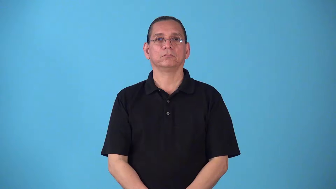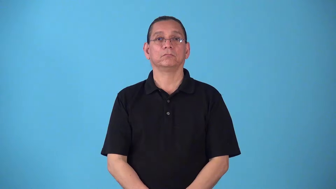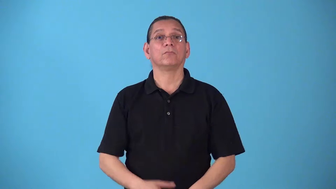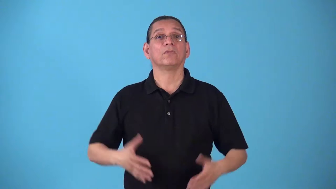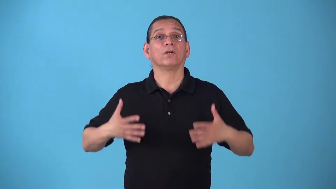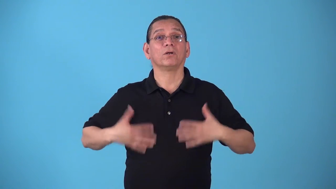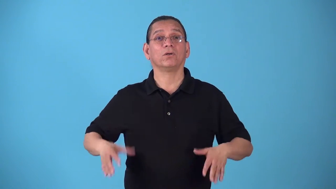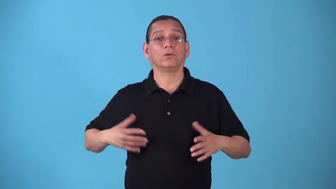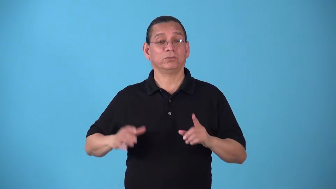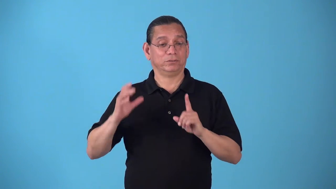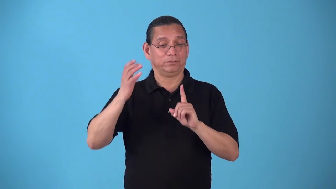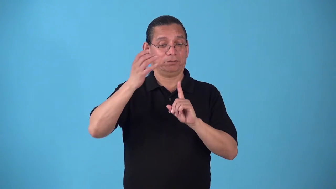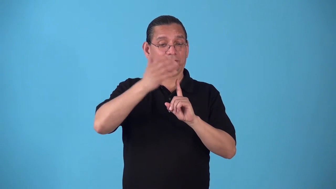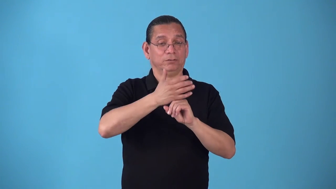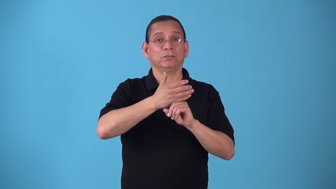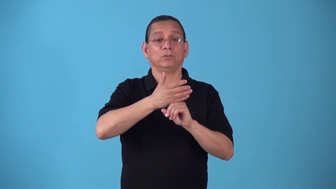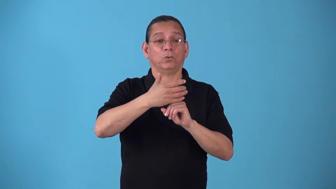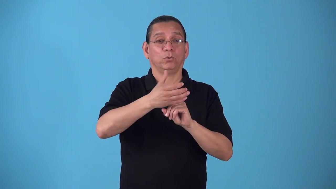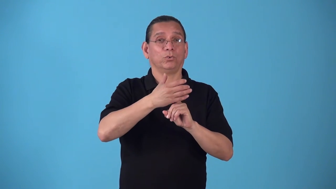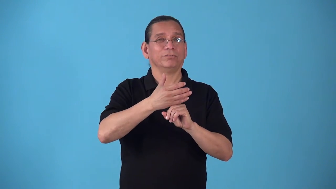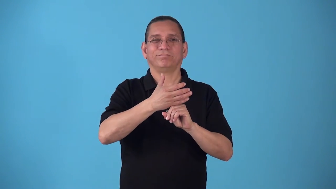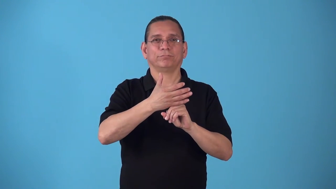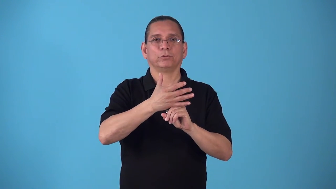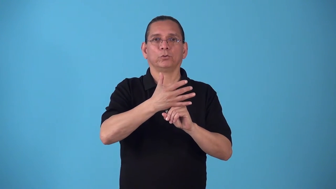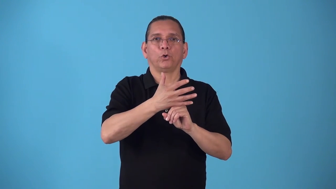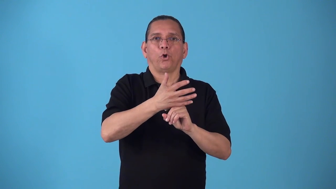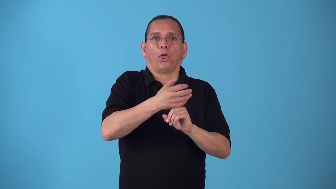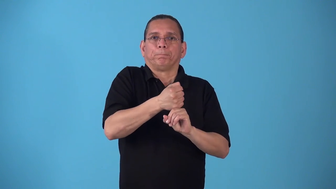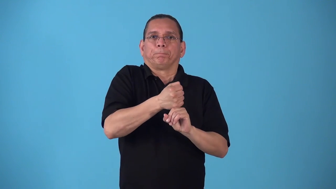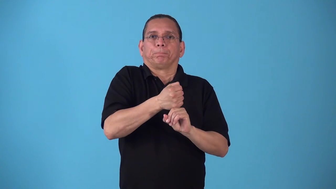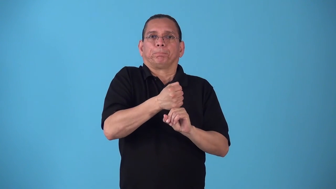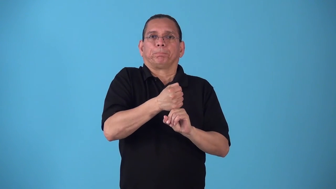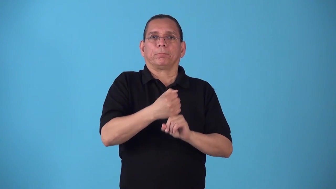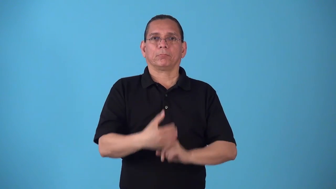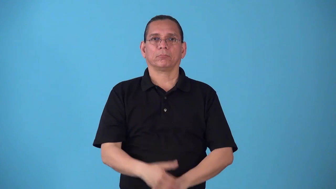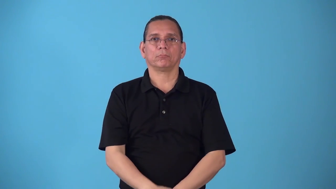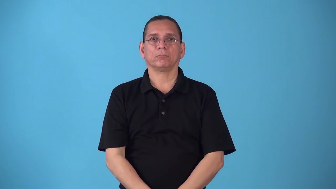skintight